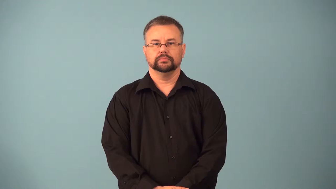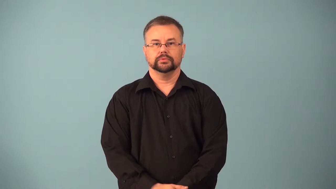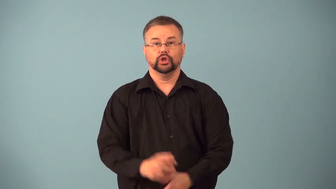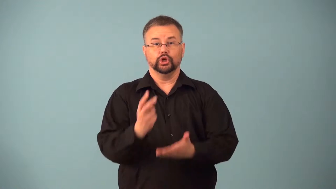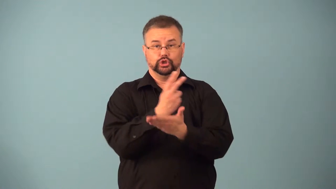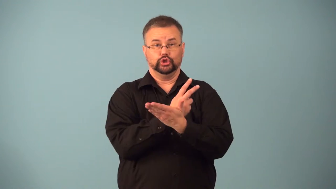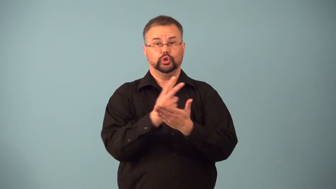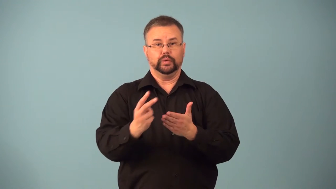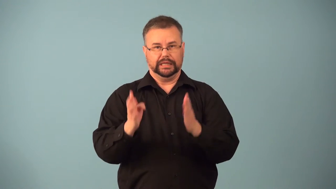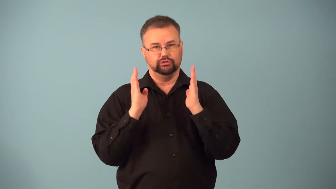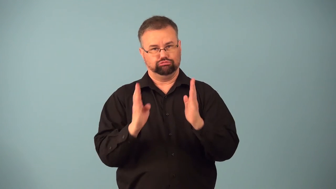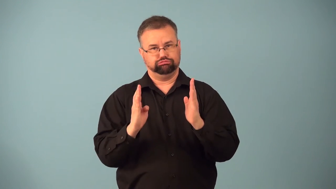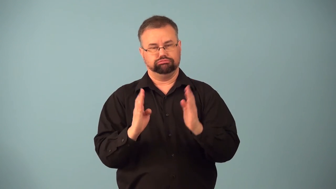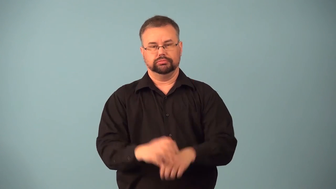fortnight,two weeks